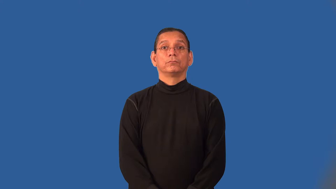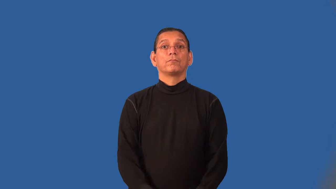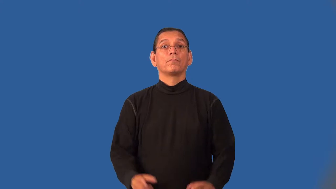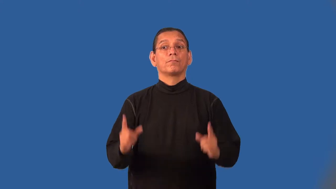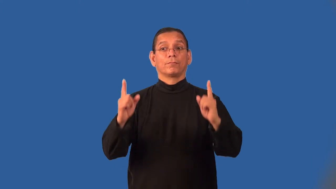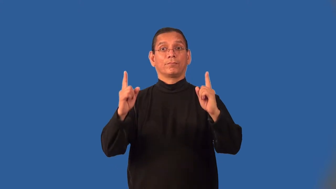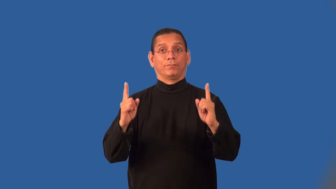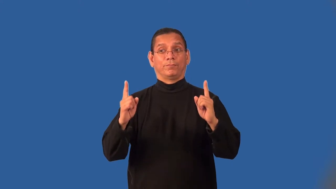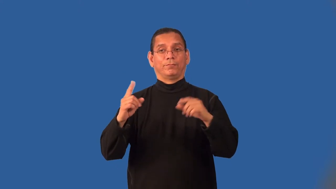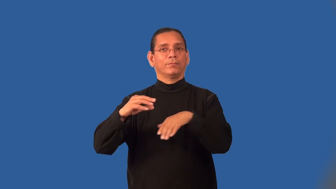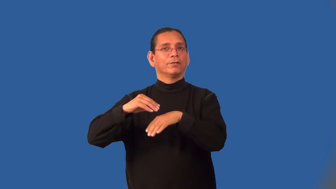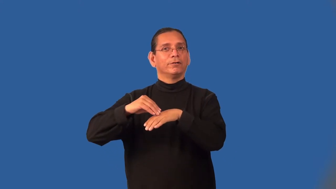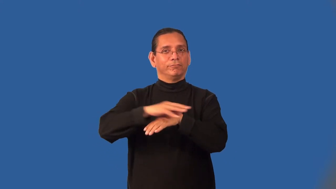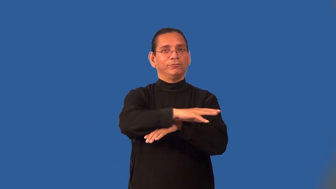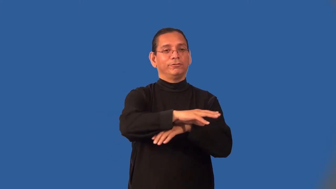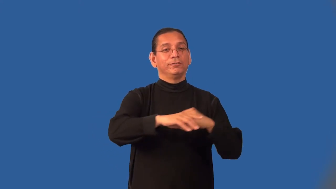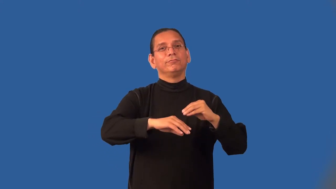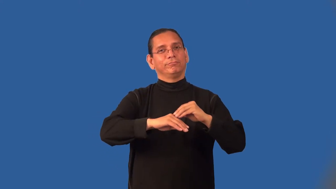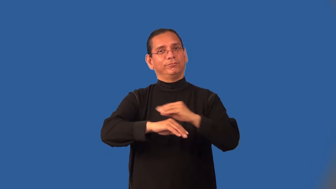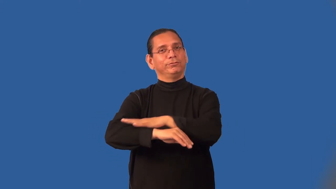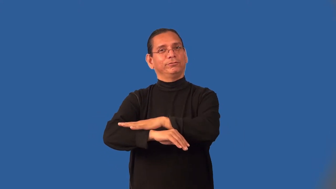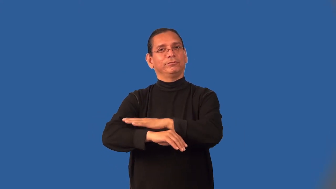interplay